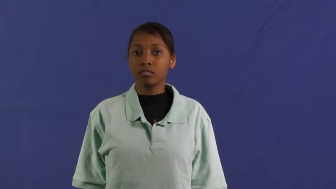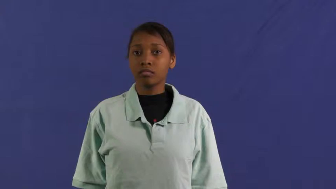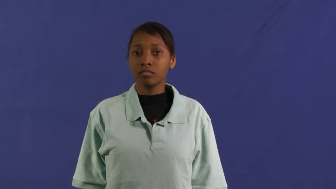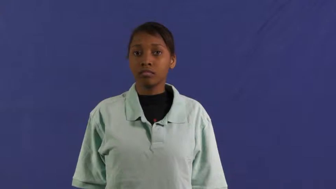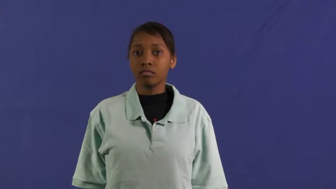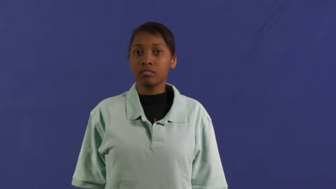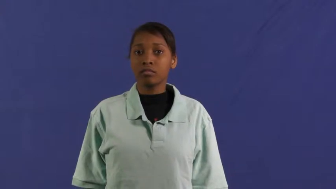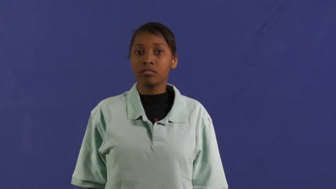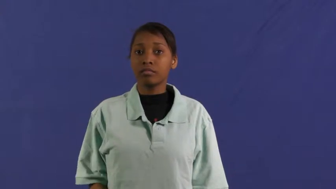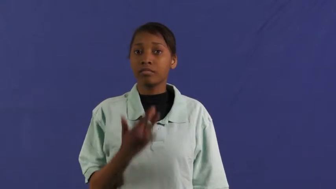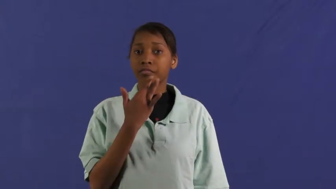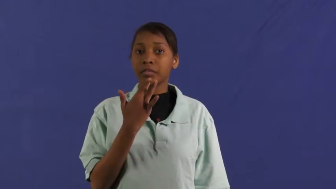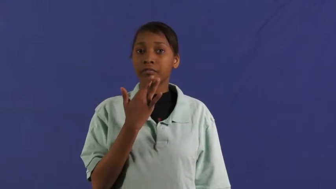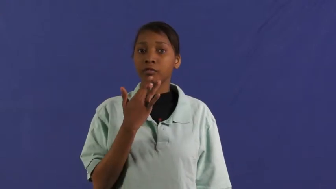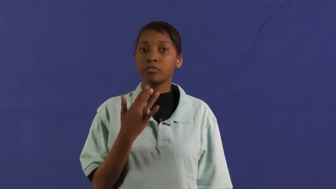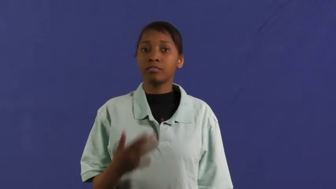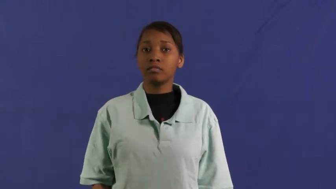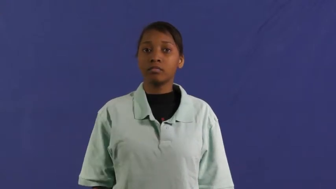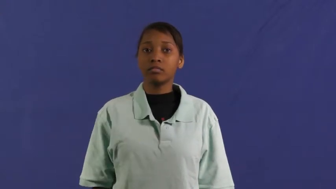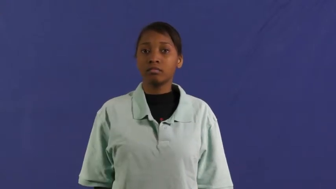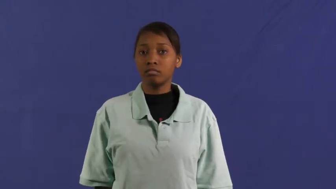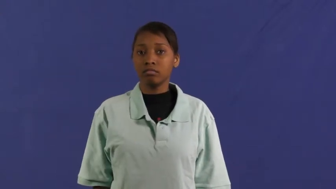favorite